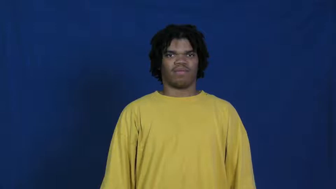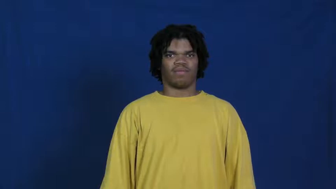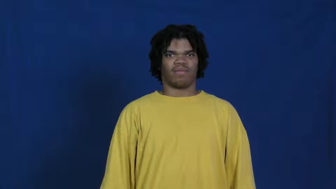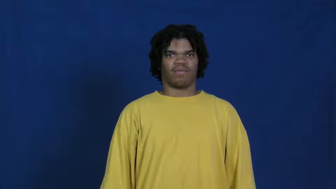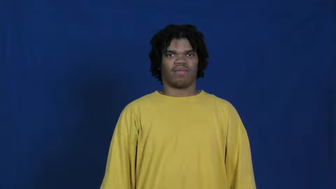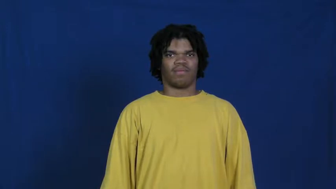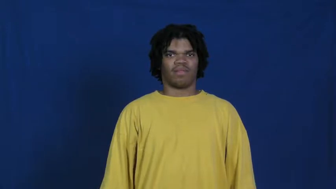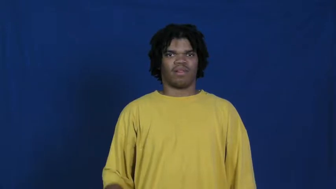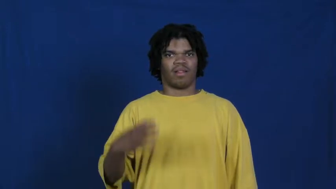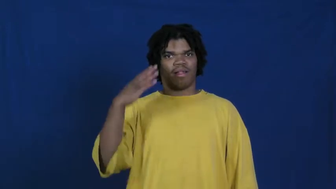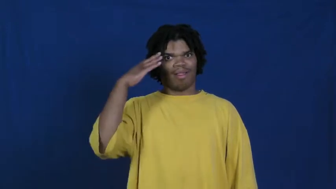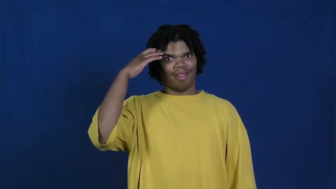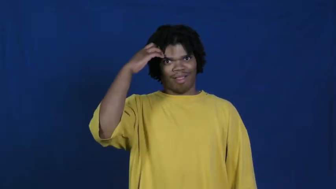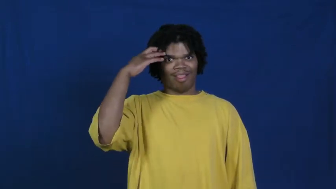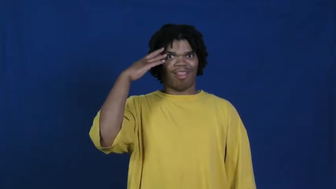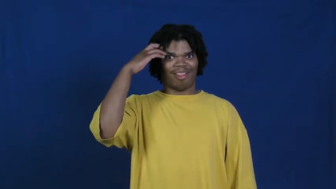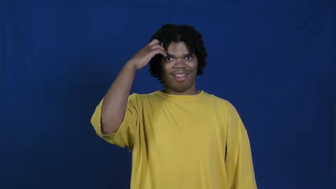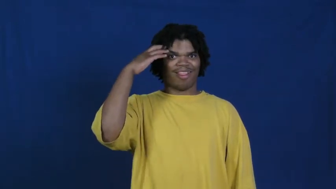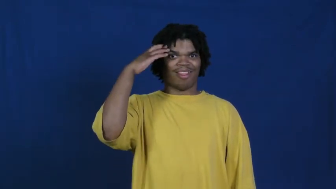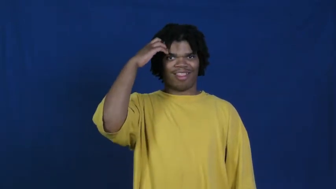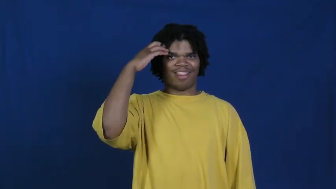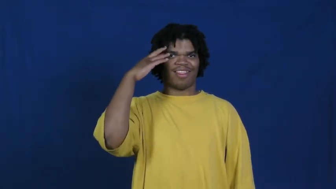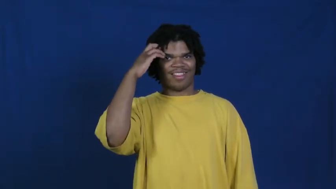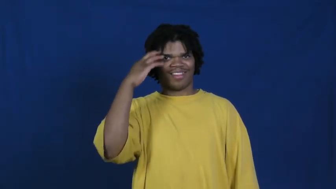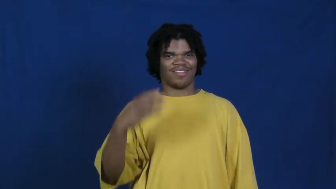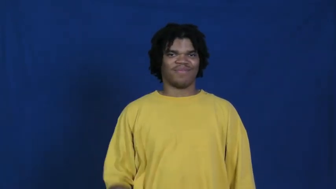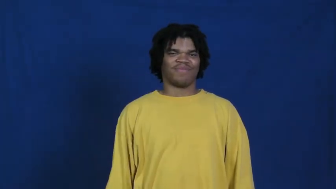feeble-minded,thickheaded,thick,simple